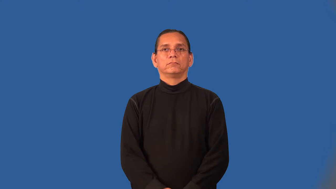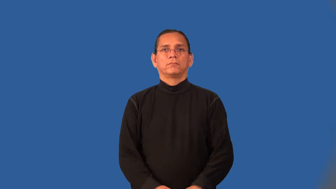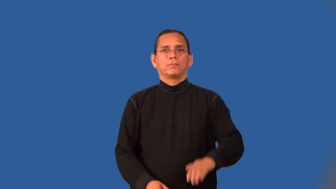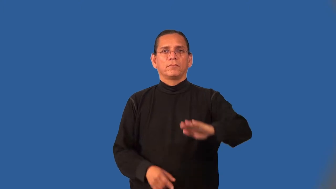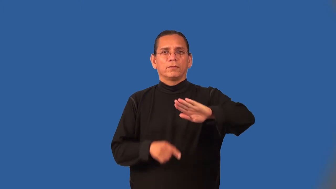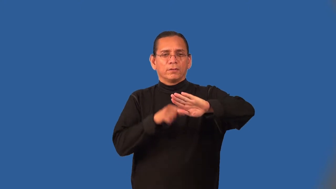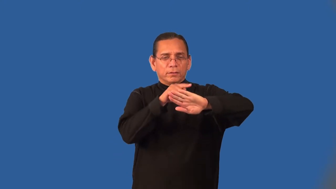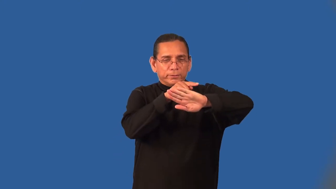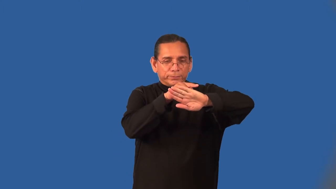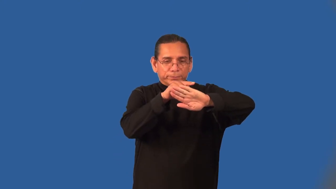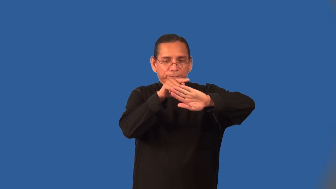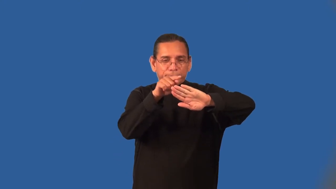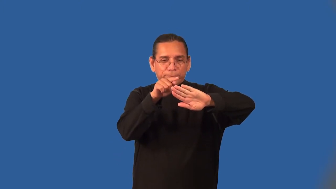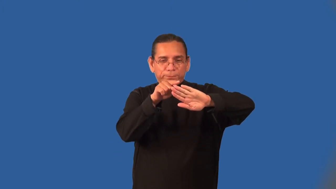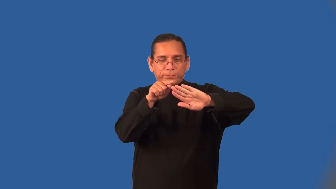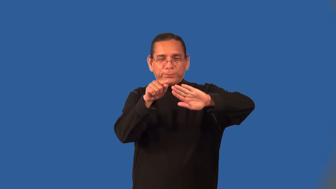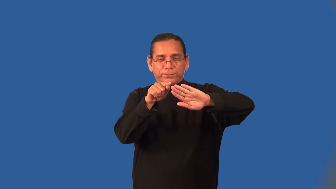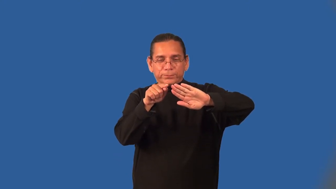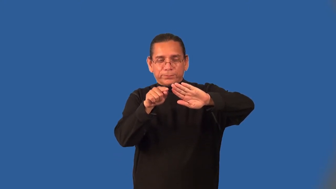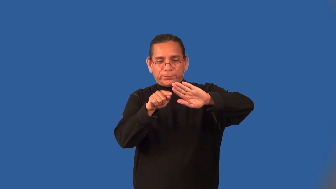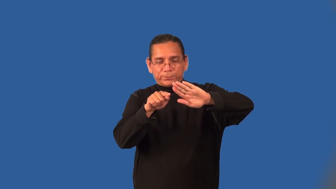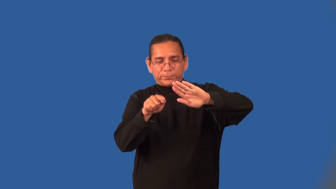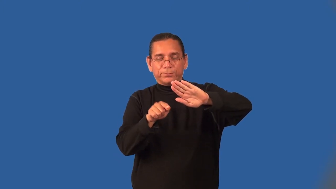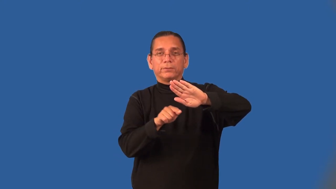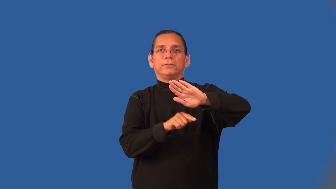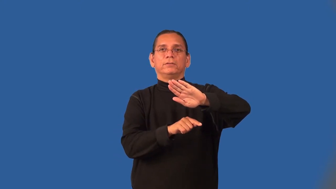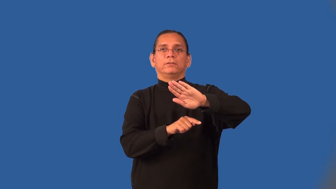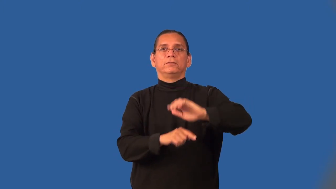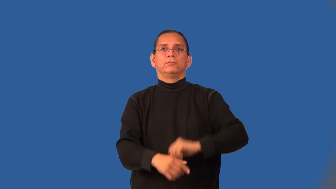outline,limn-trace